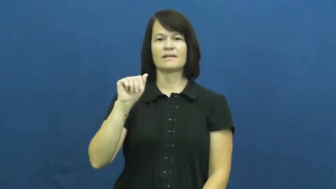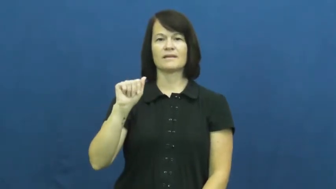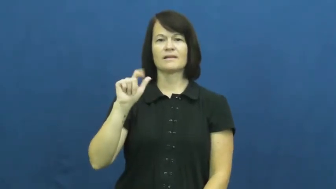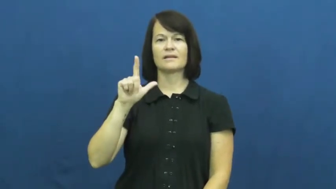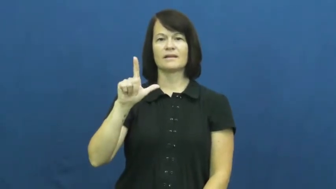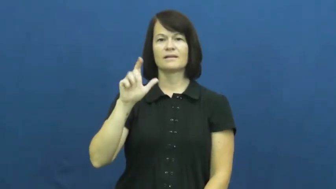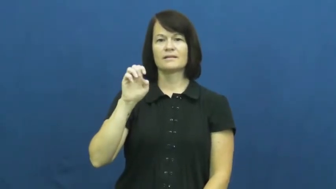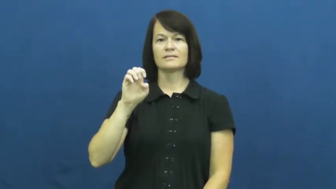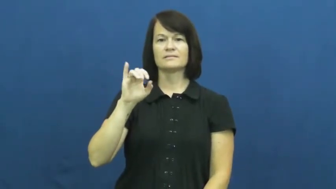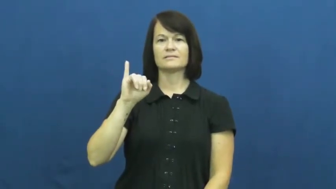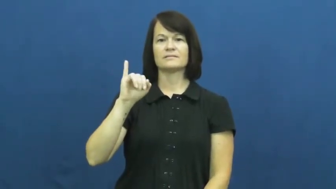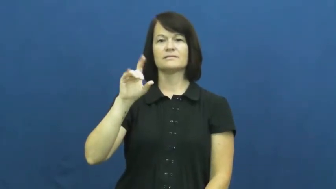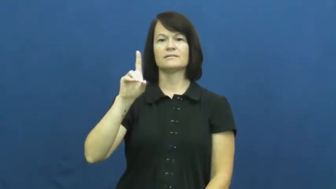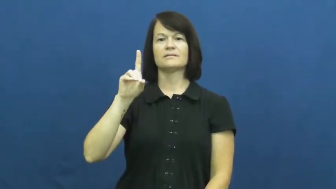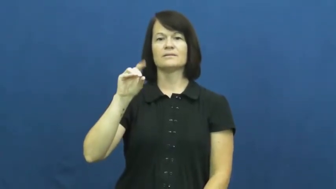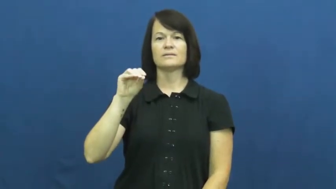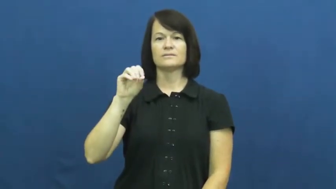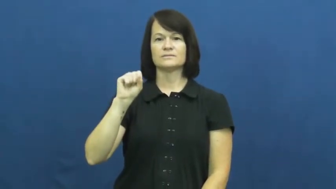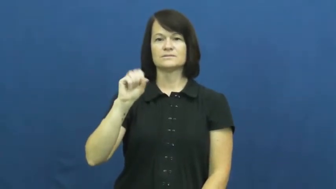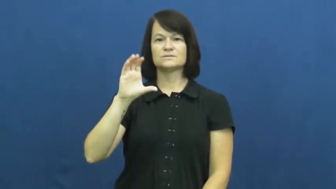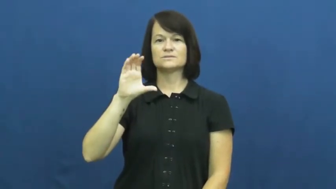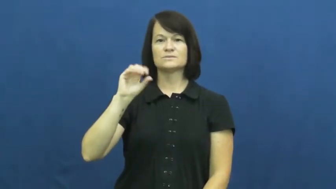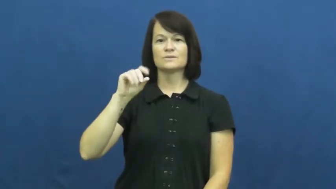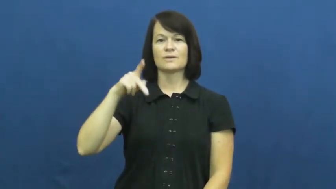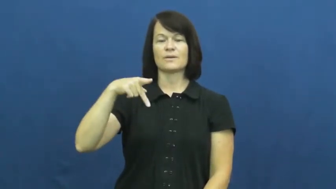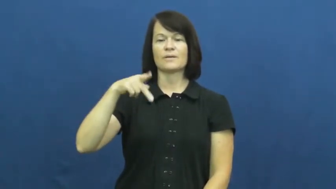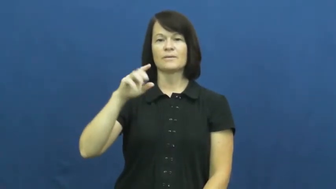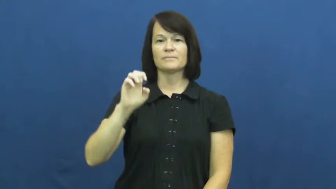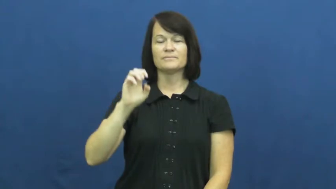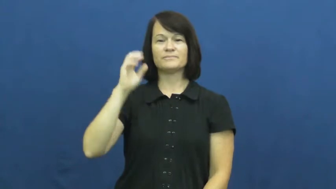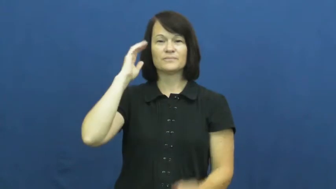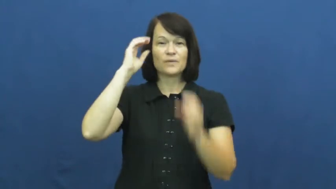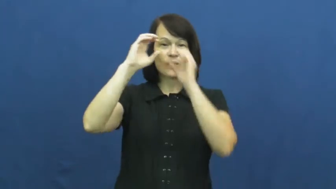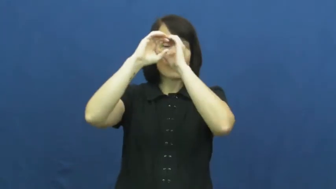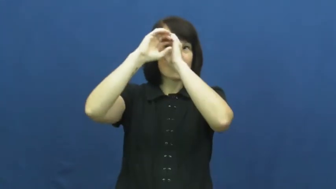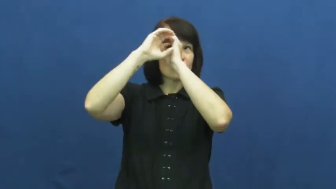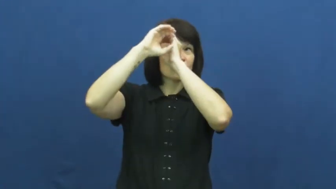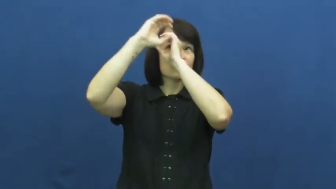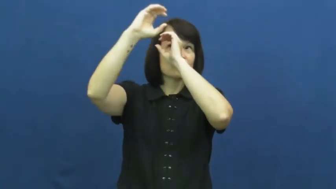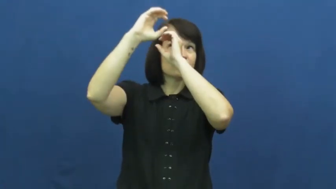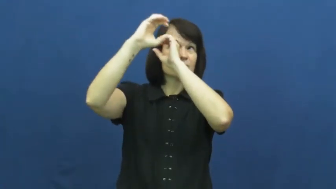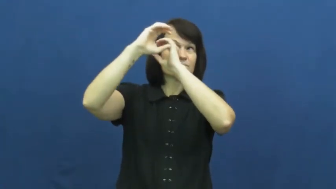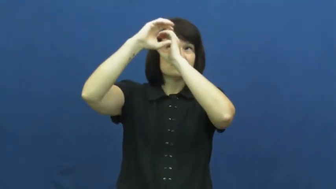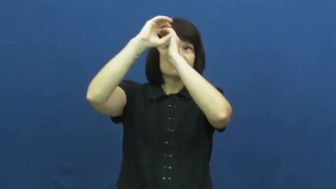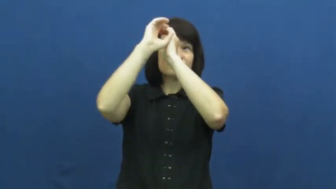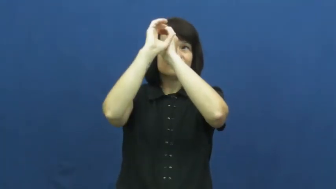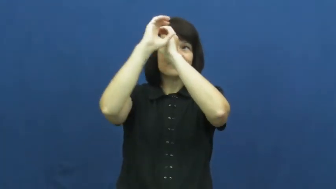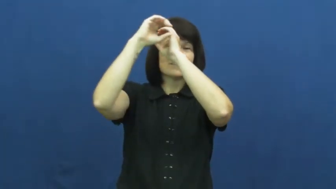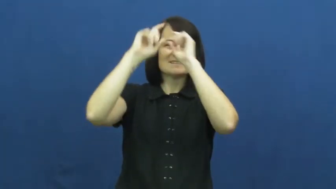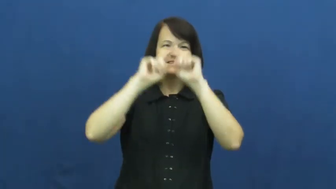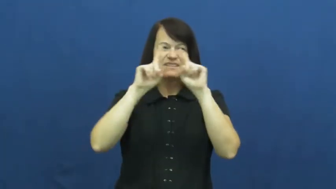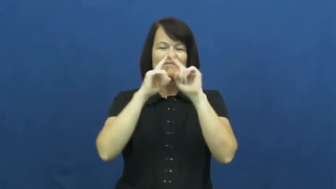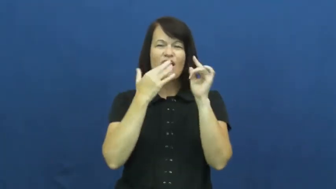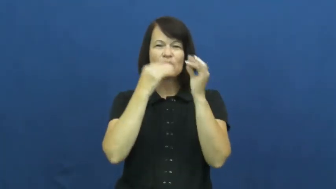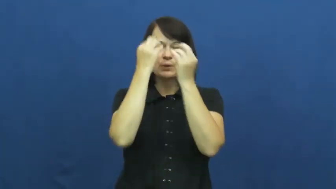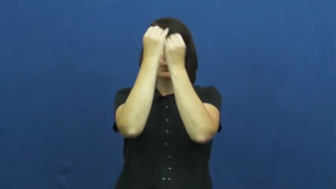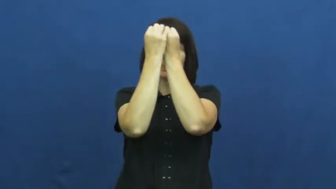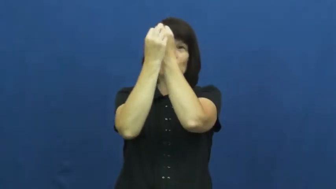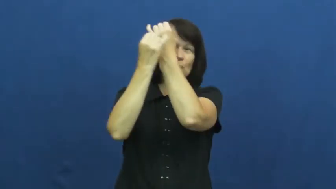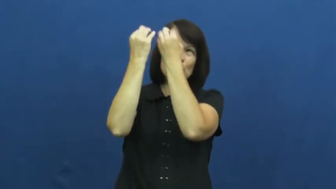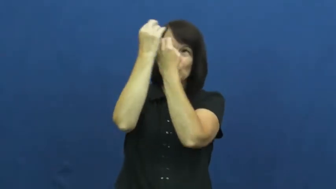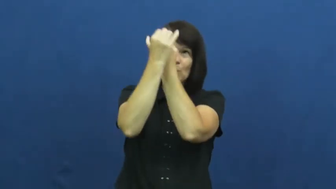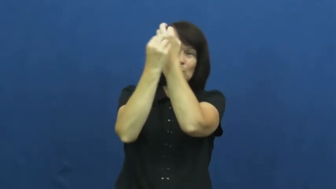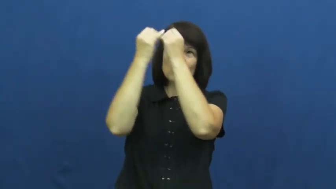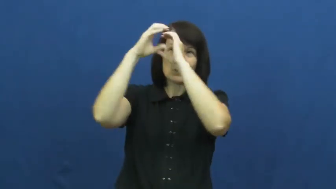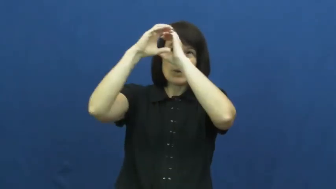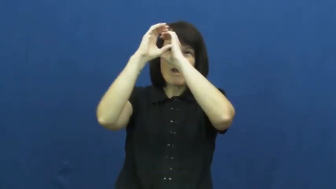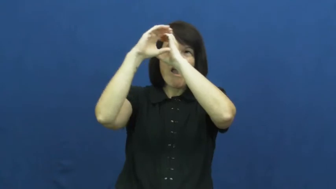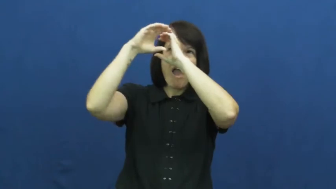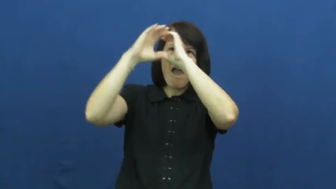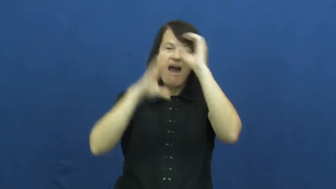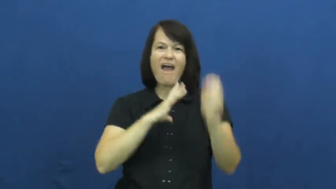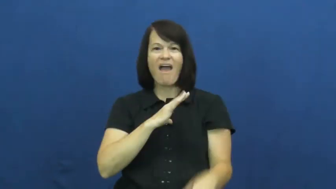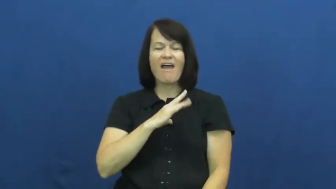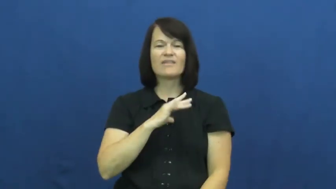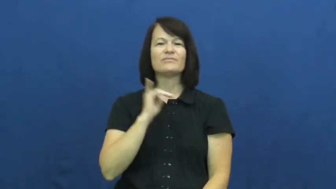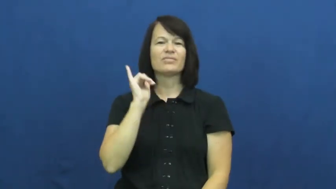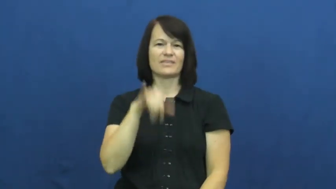kaleidoscope